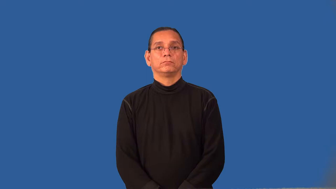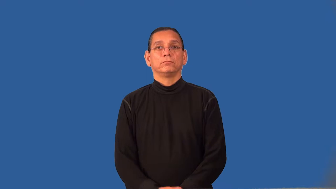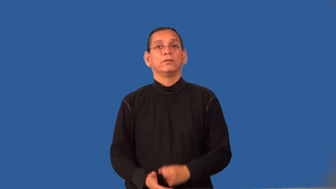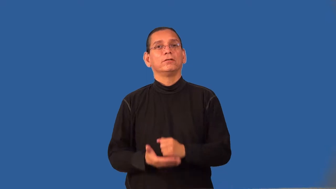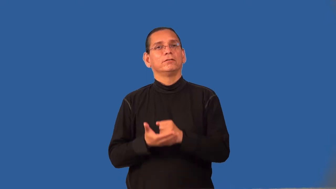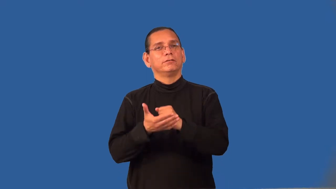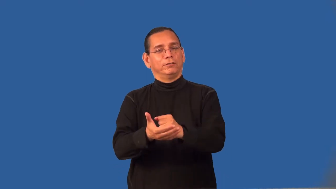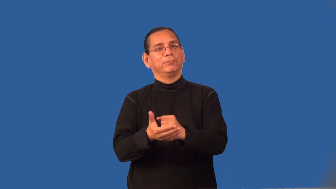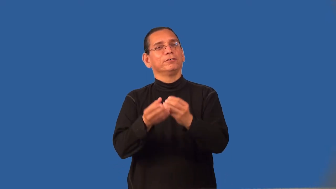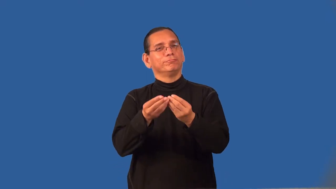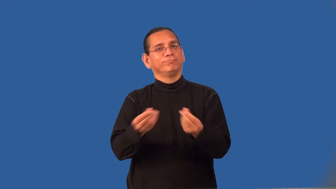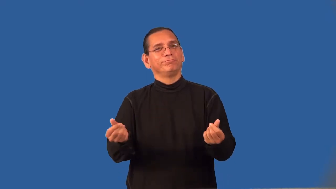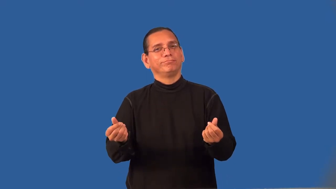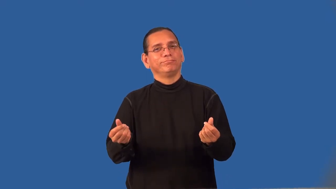remediate